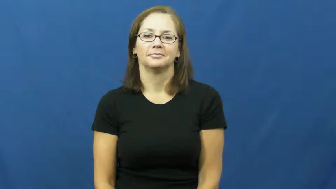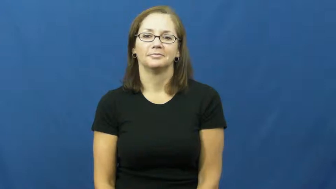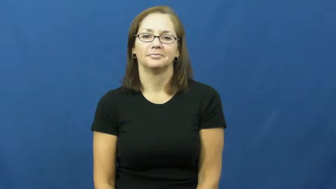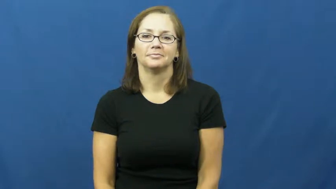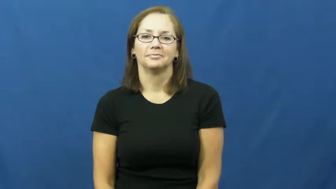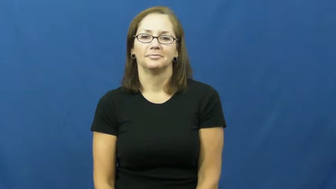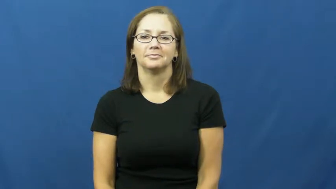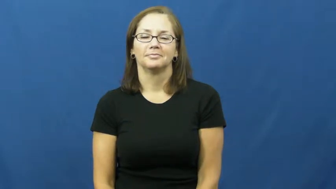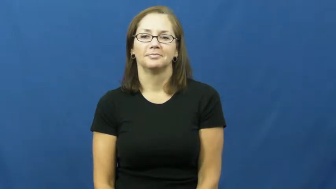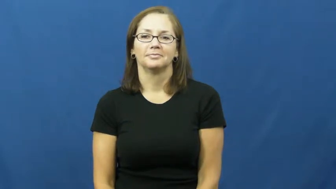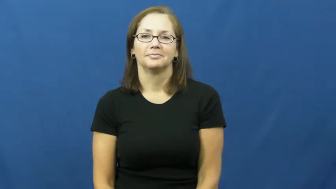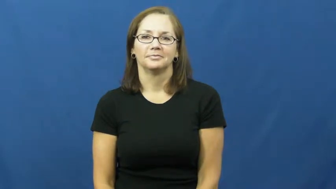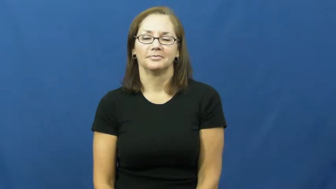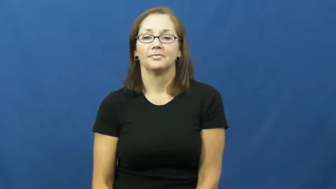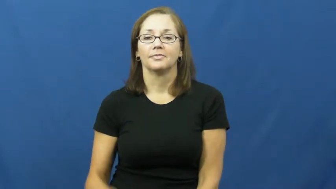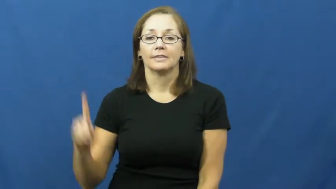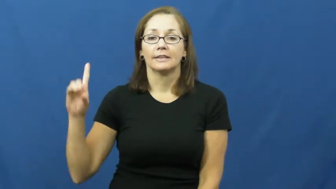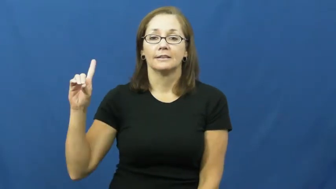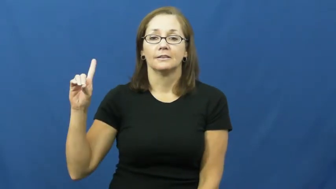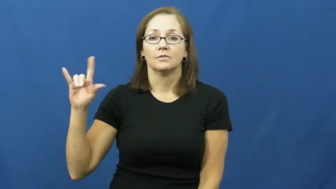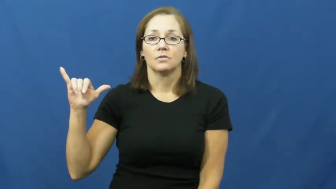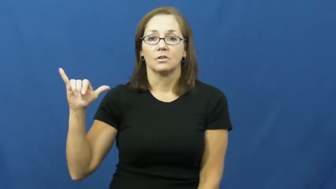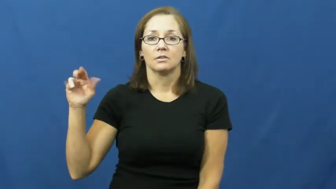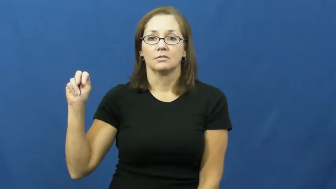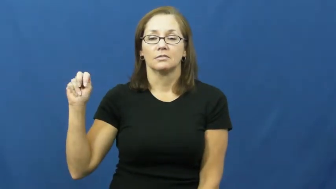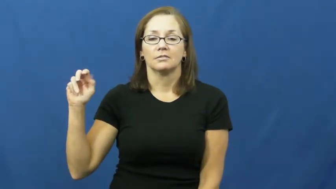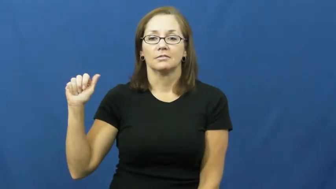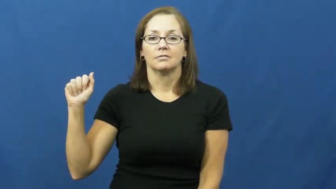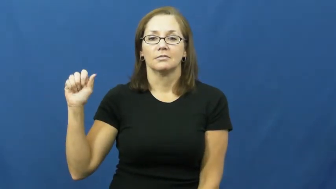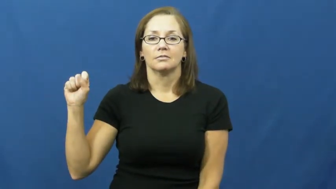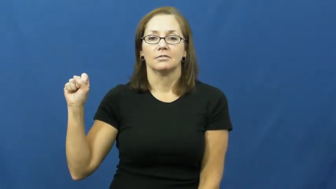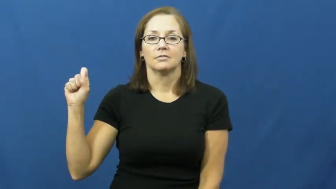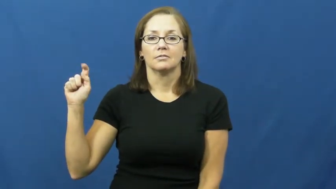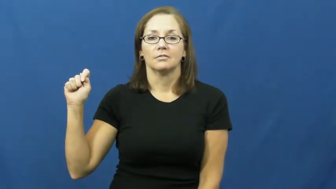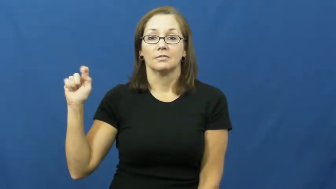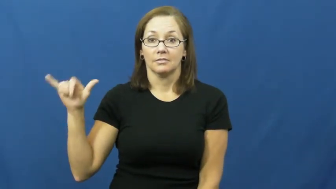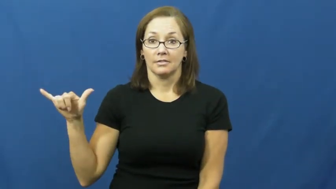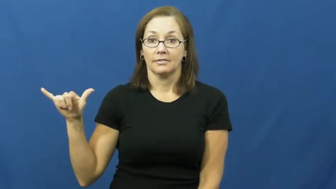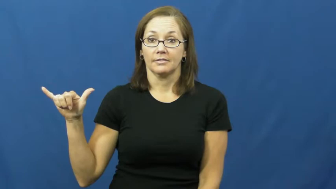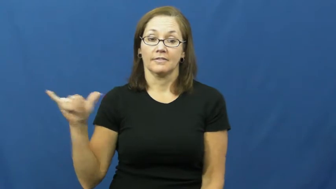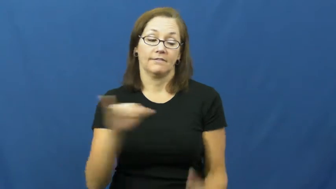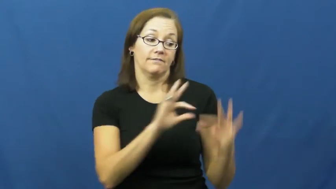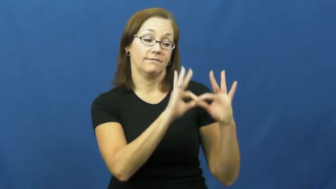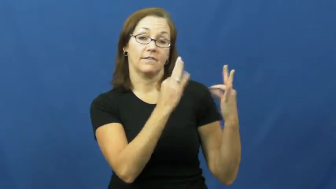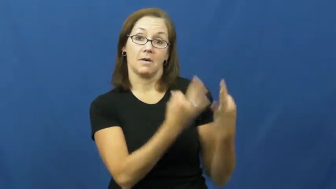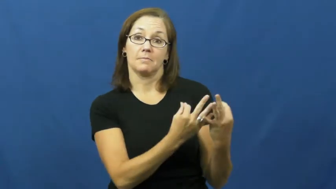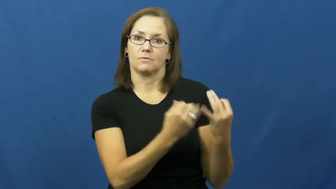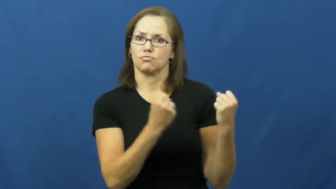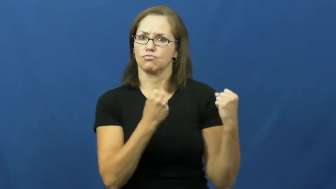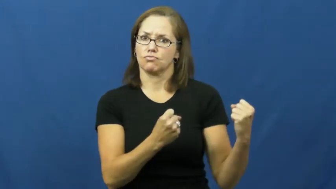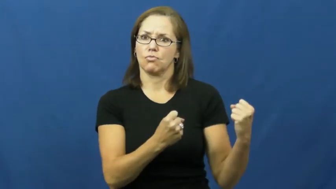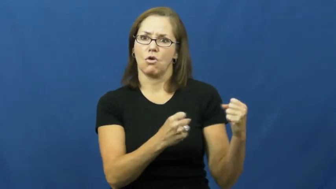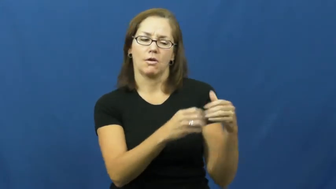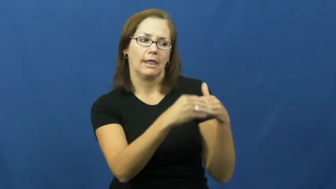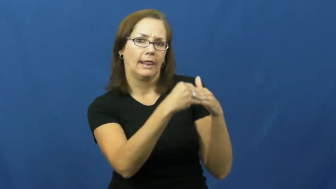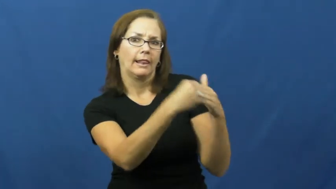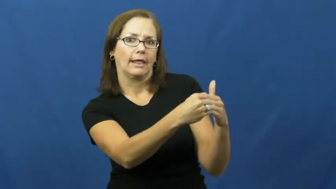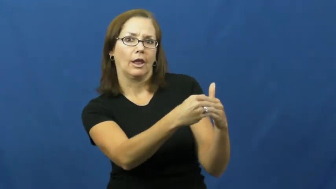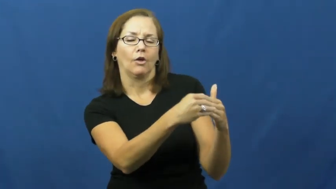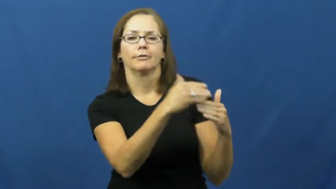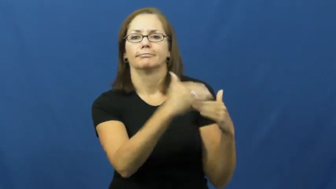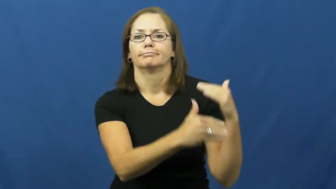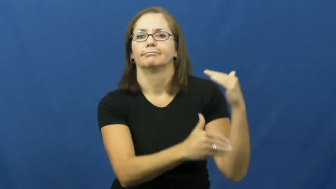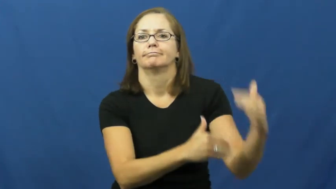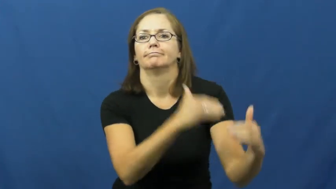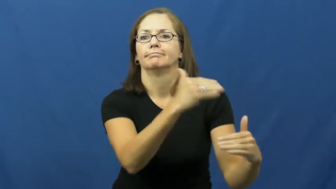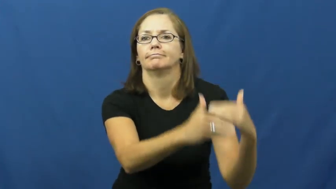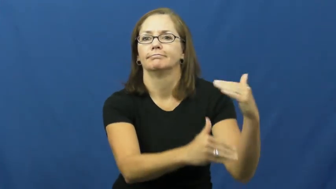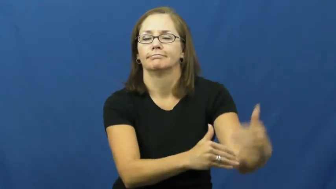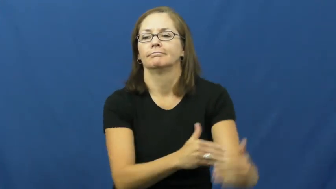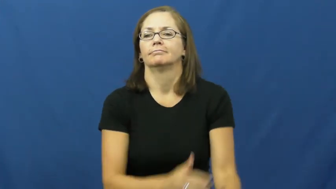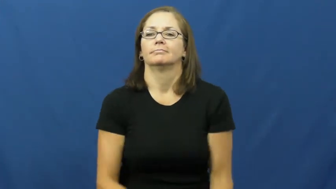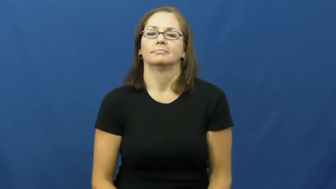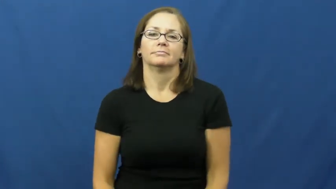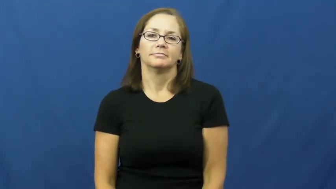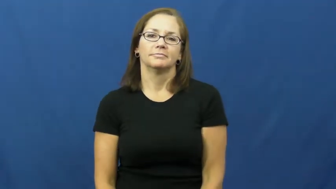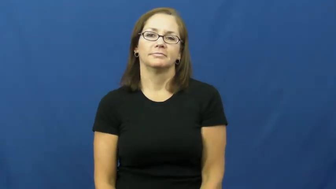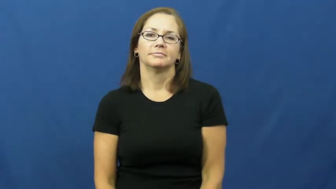dynasty